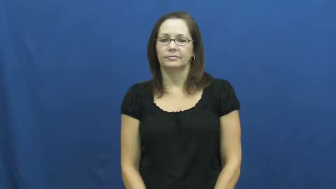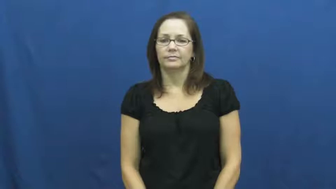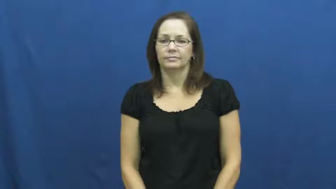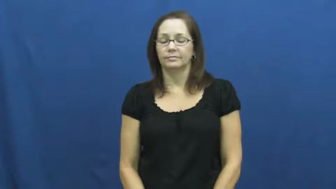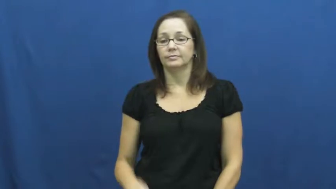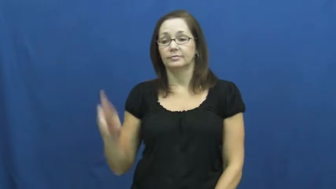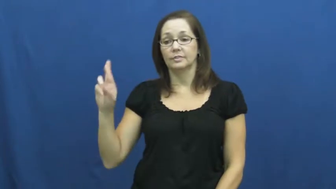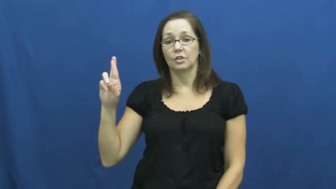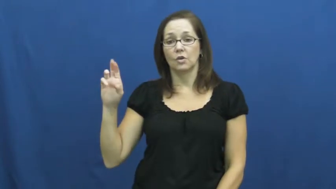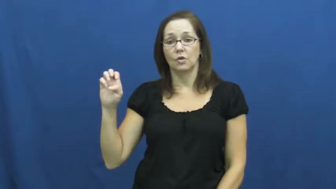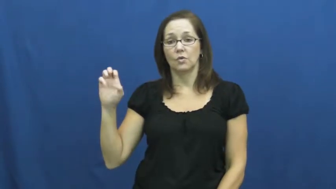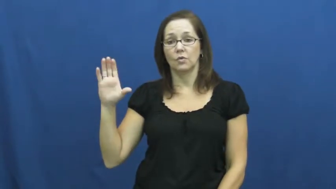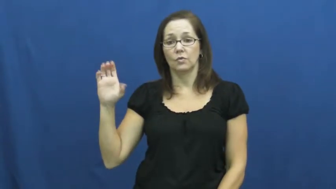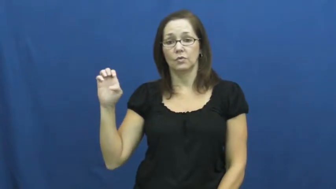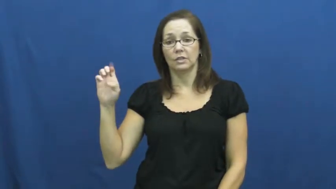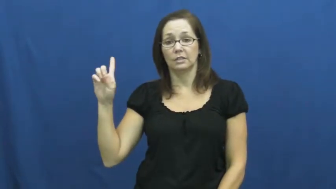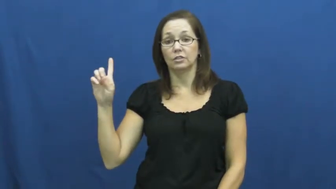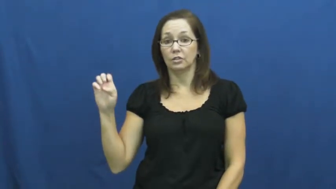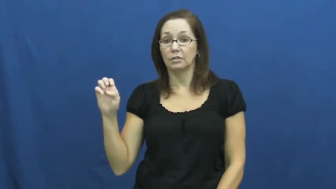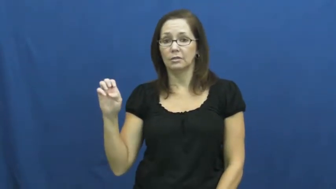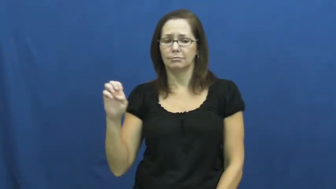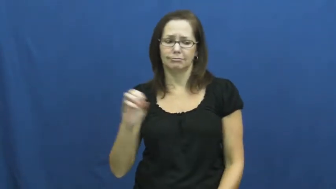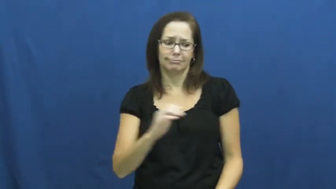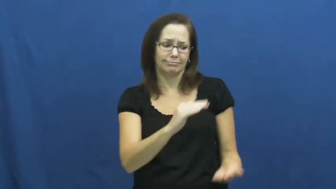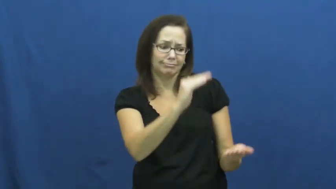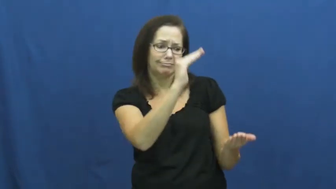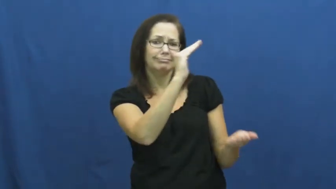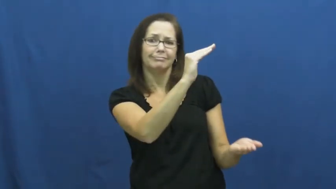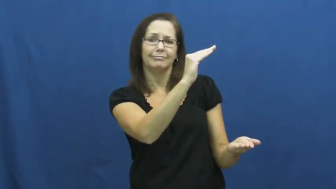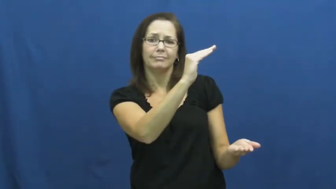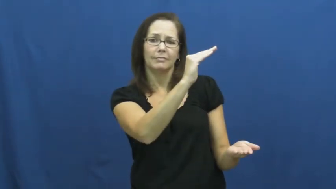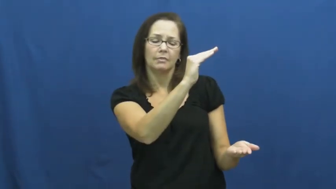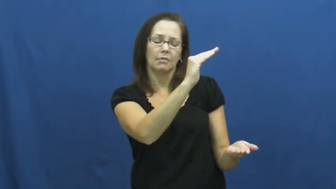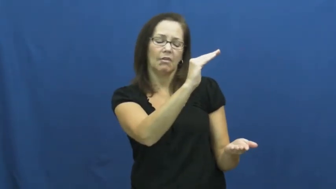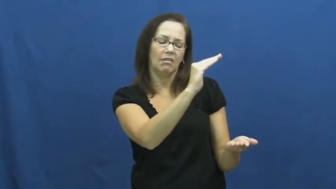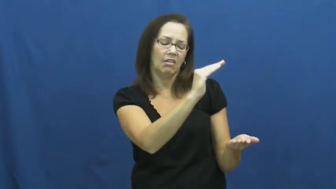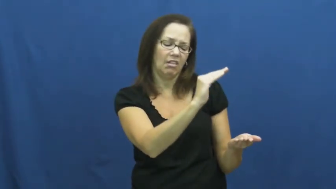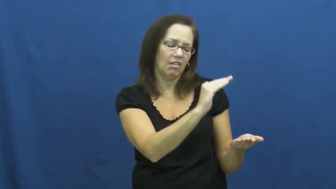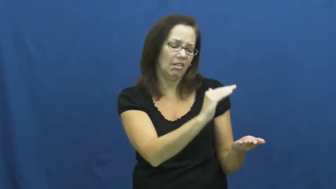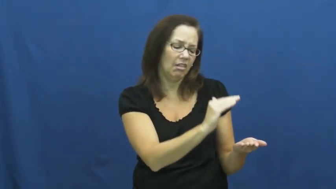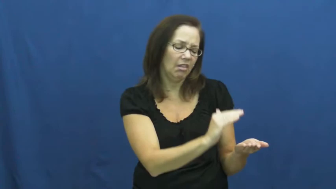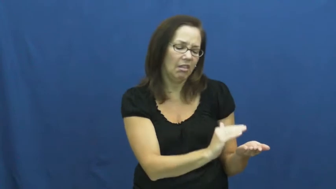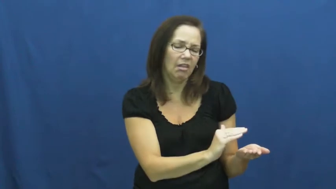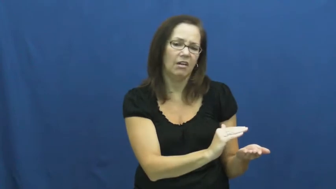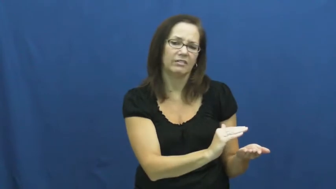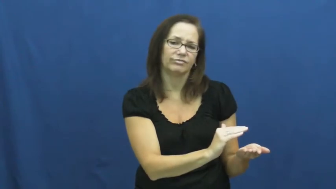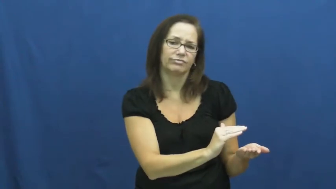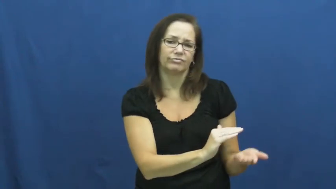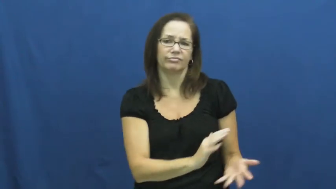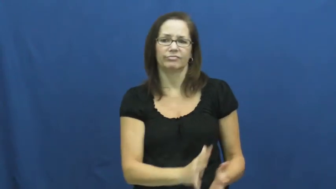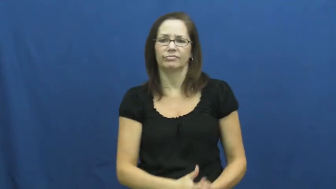recede-diminish